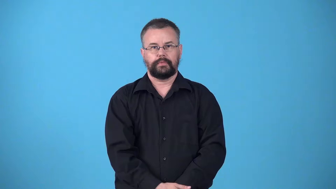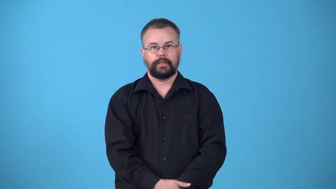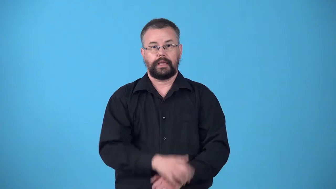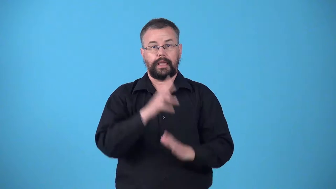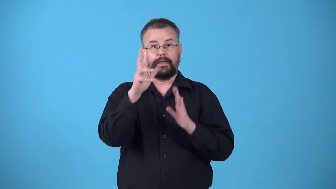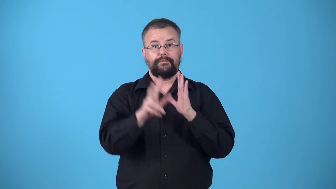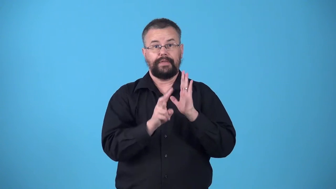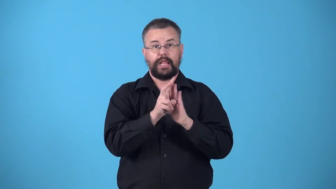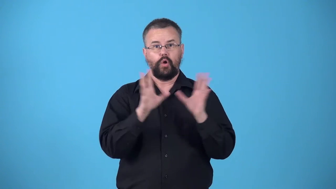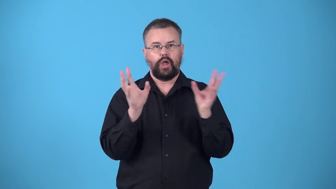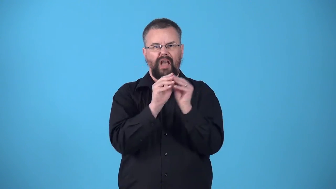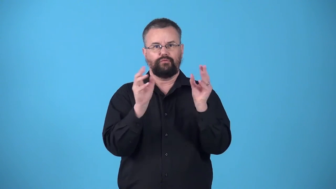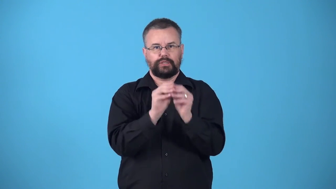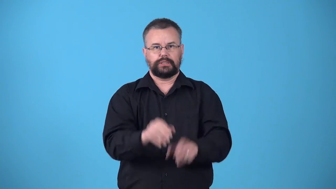videoconference